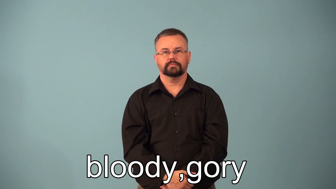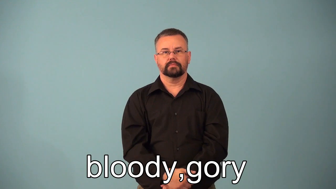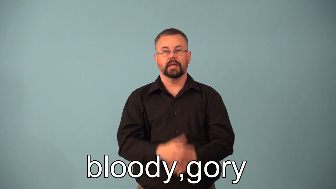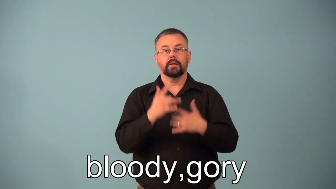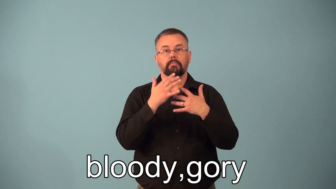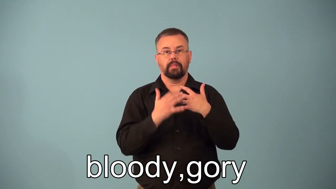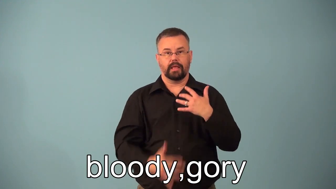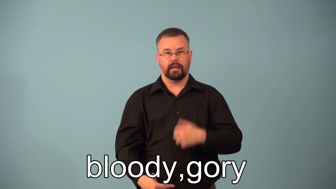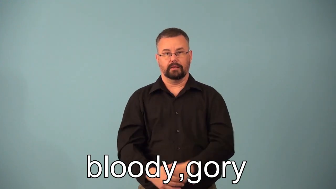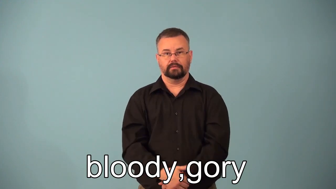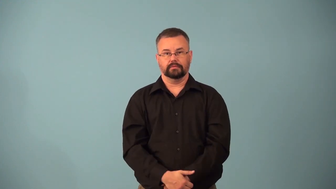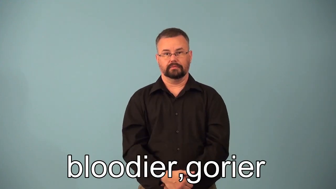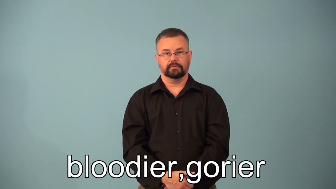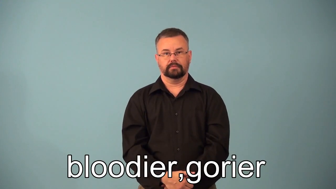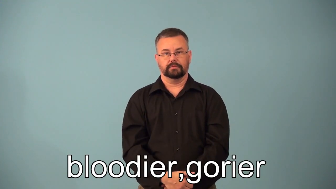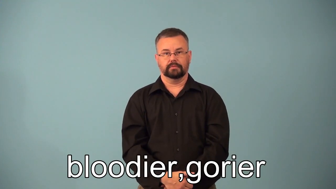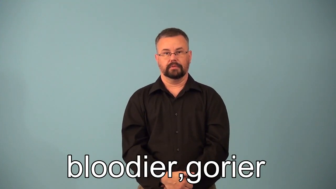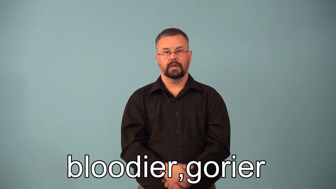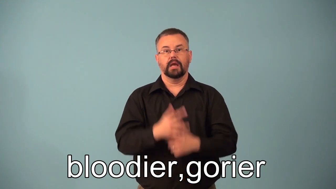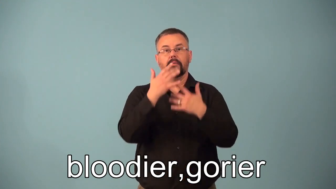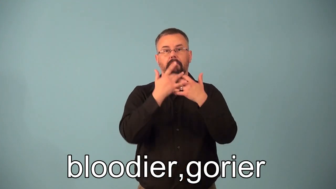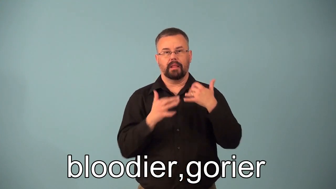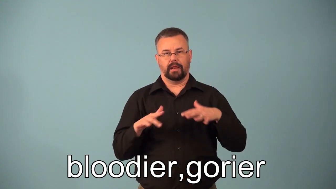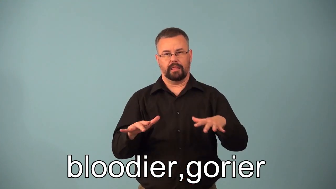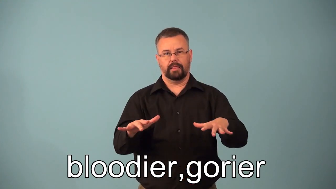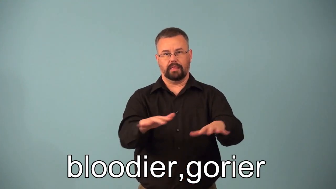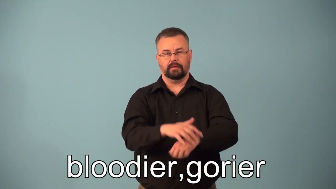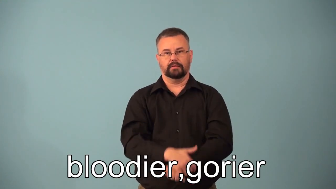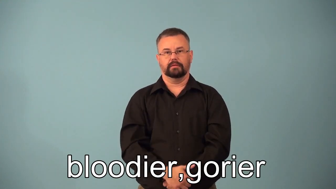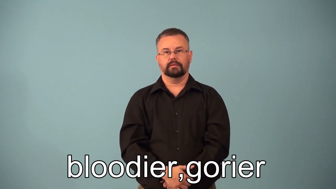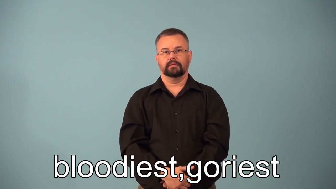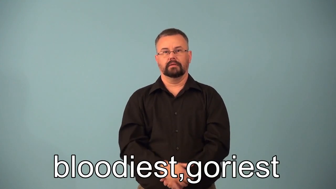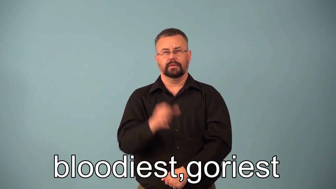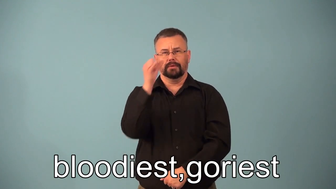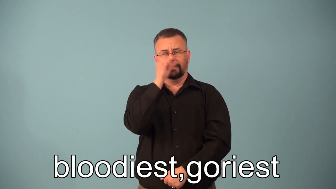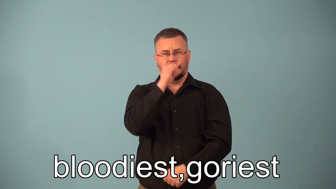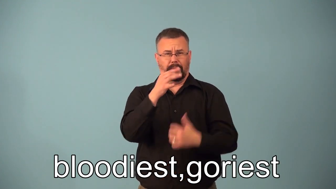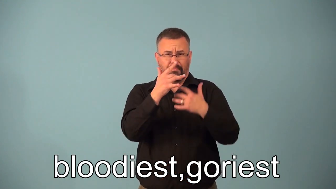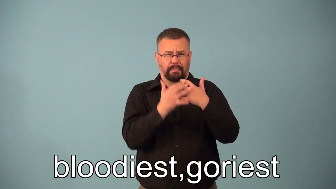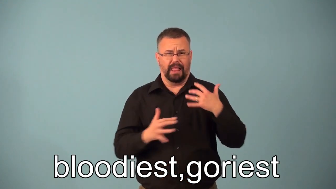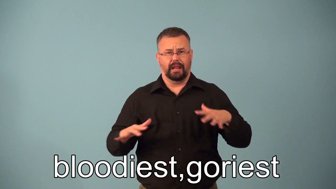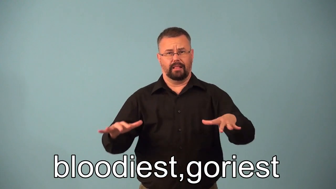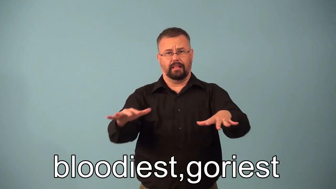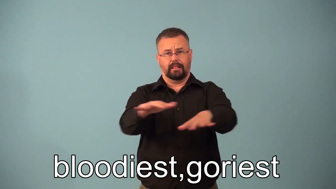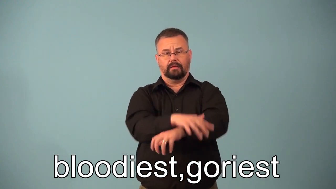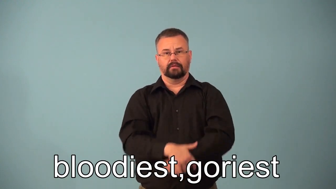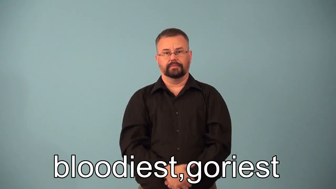bloodier,bloodiest,gorier,goriest